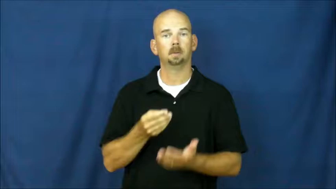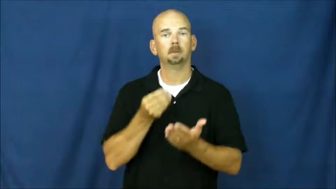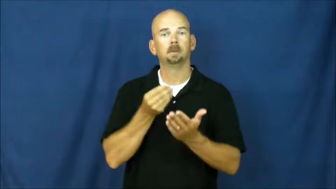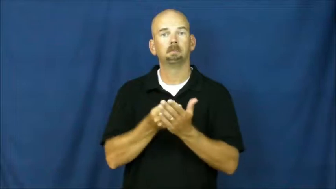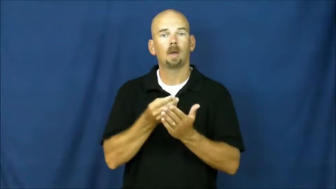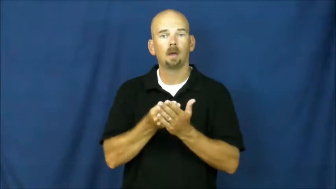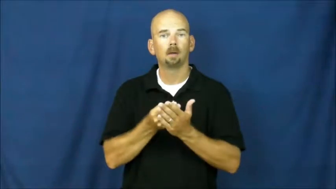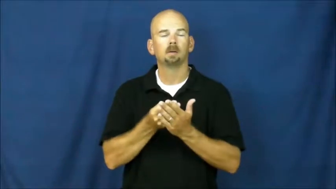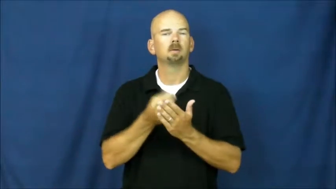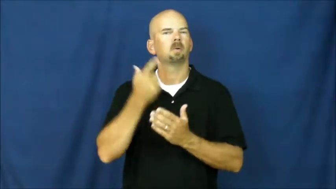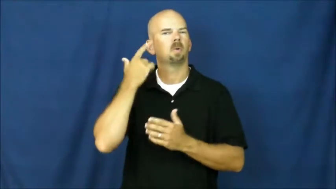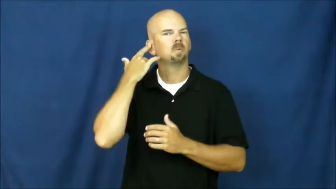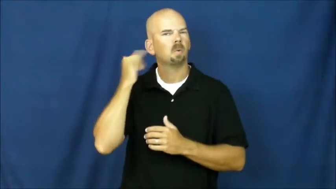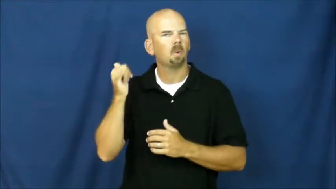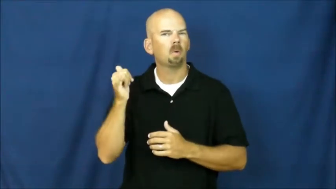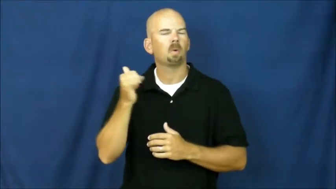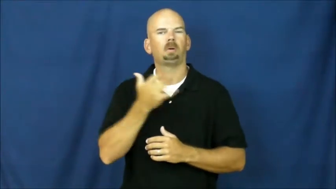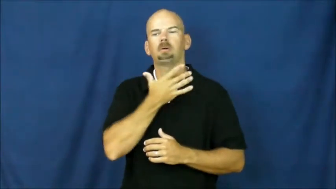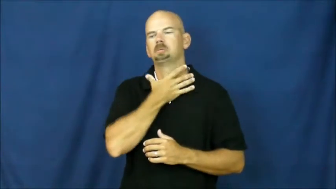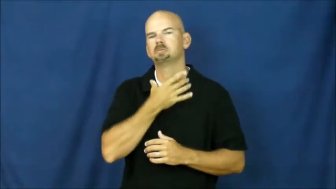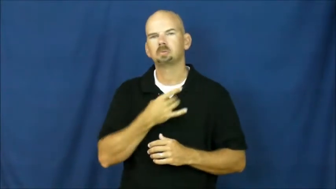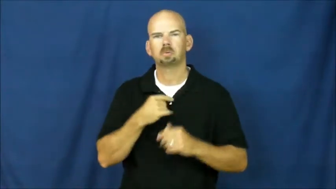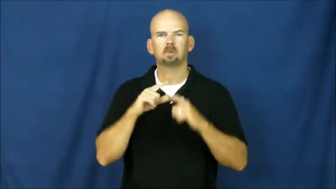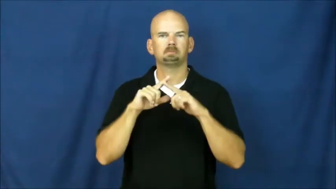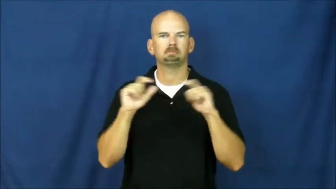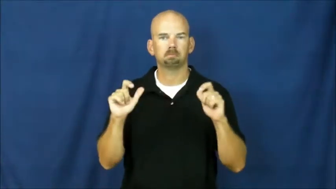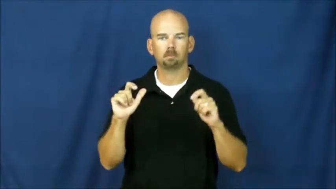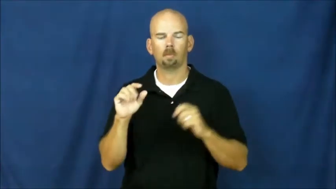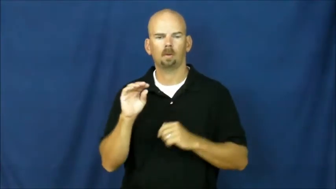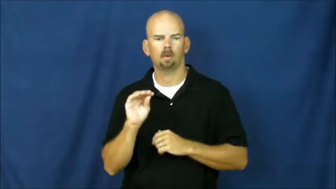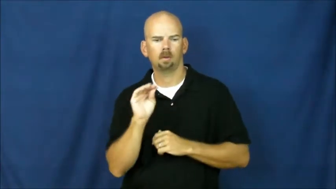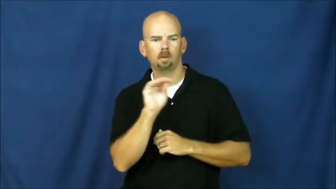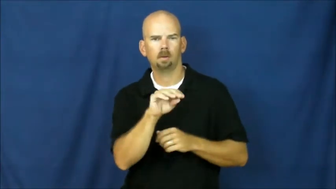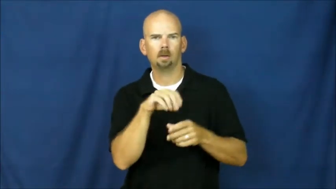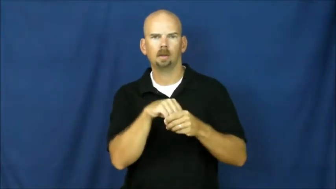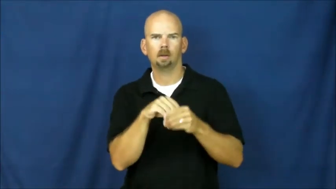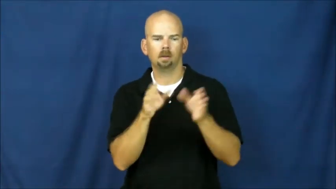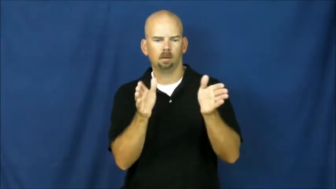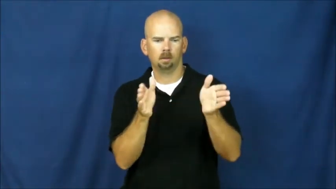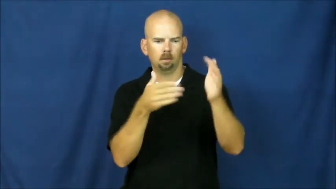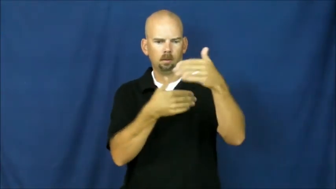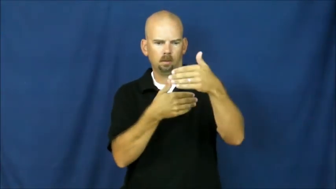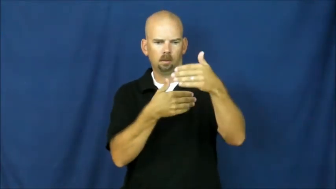coffer